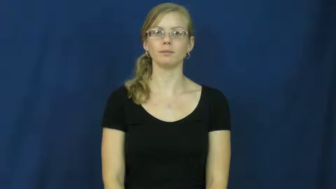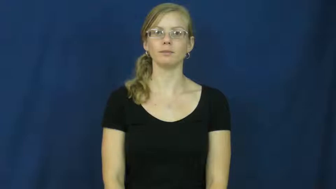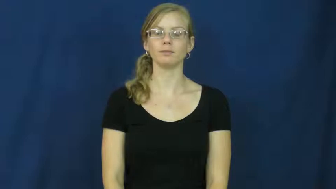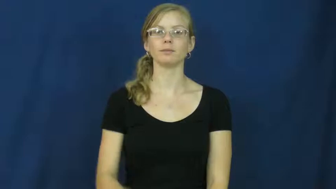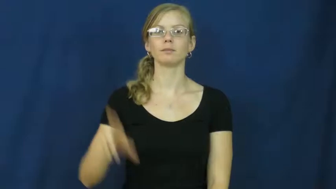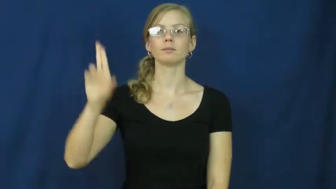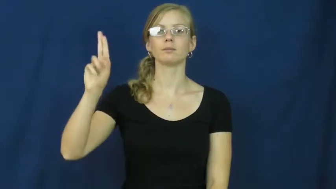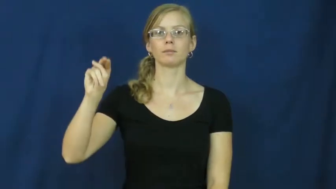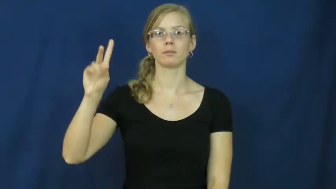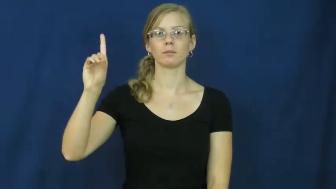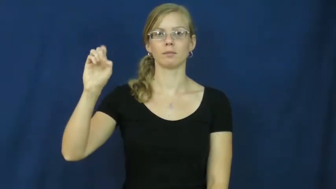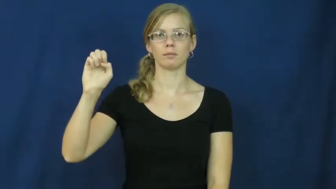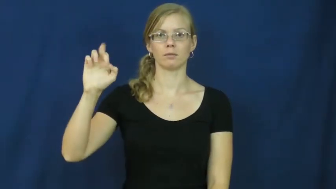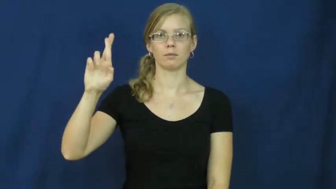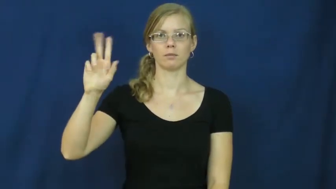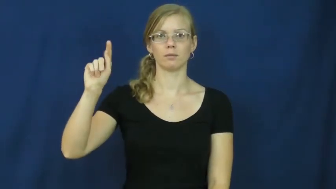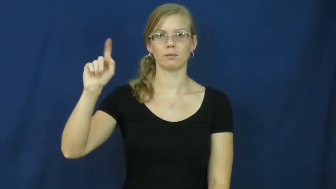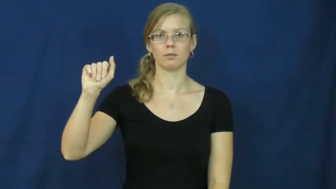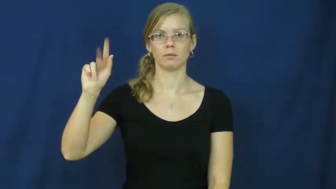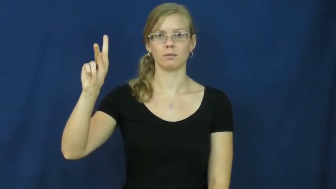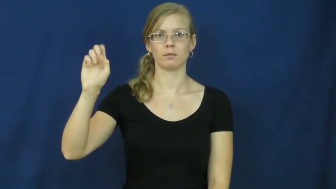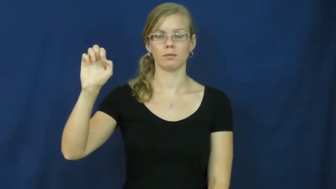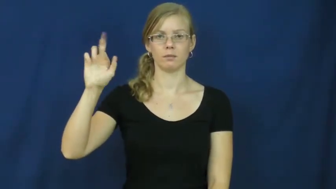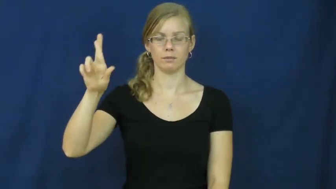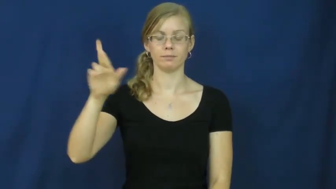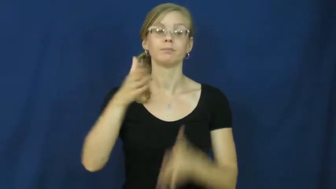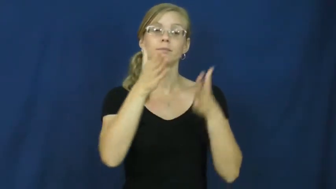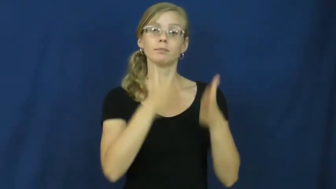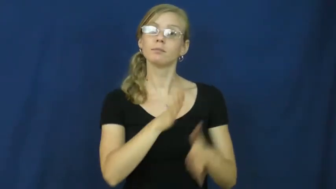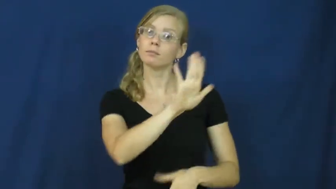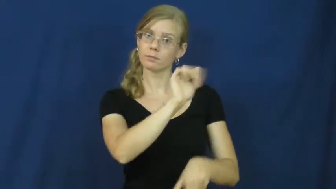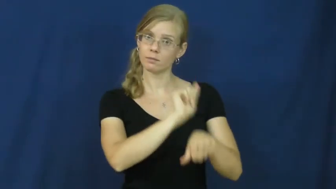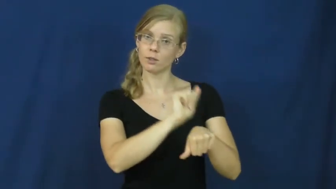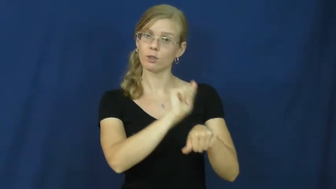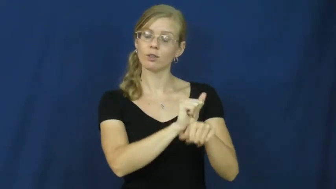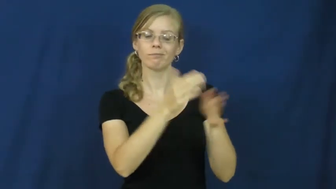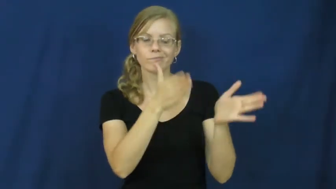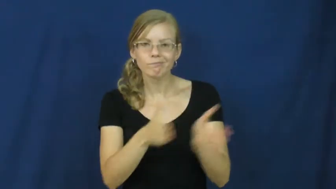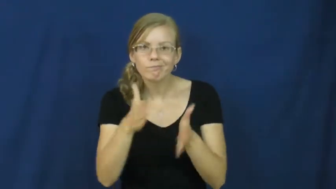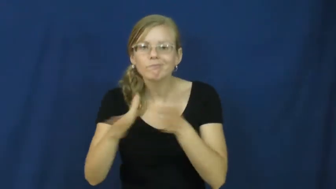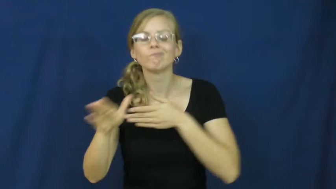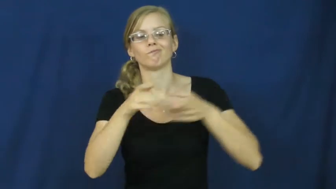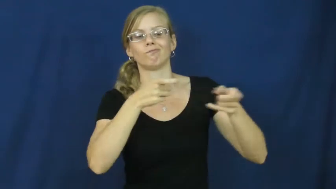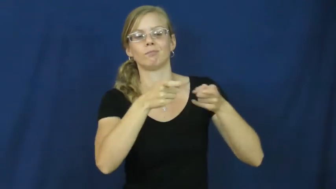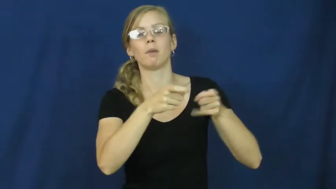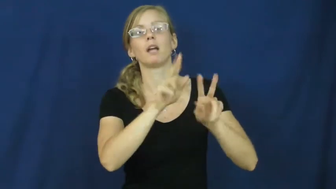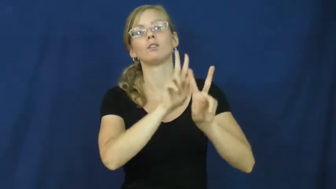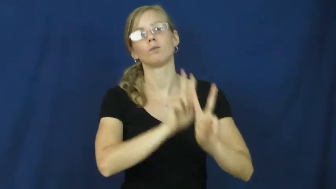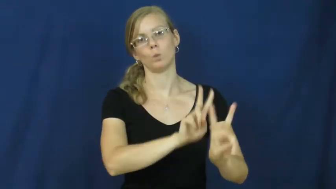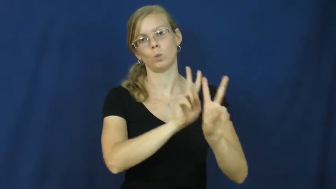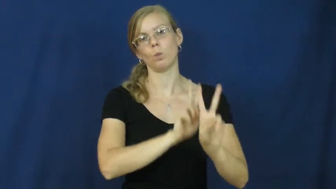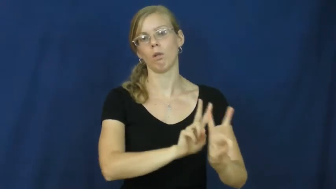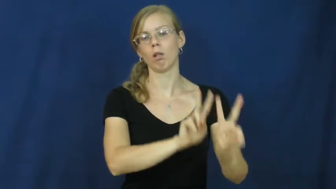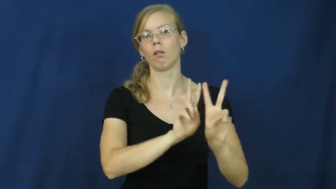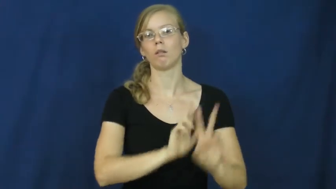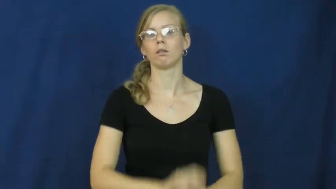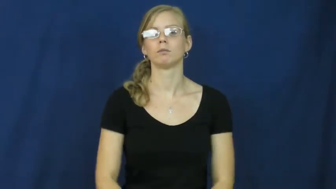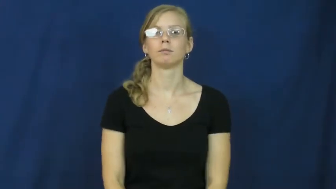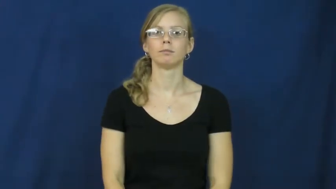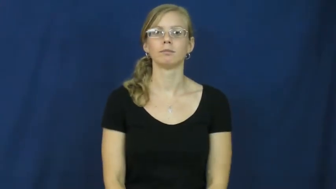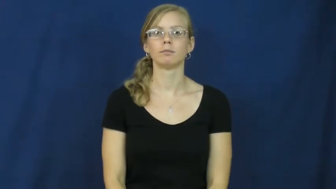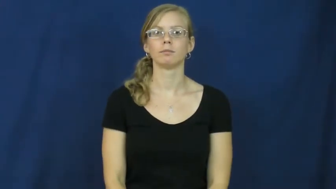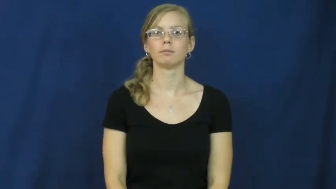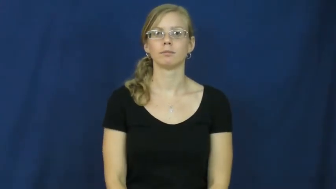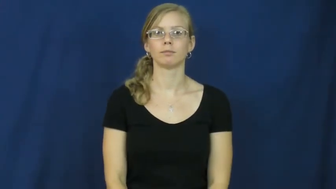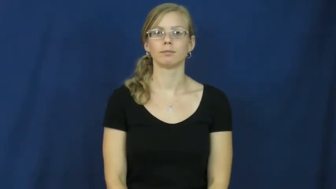undertaker